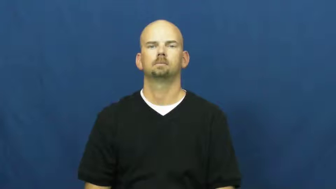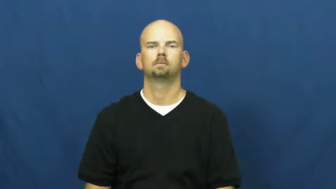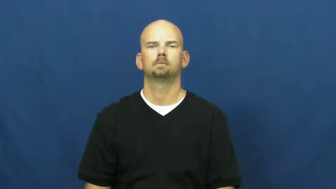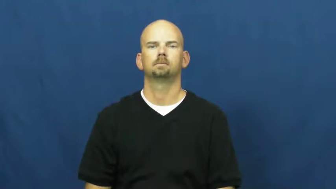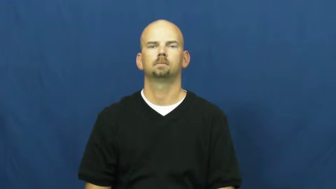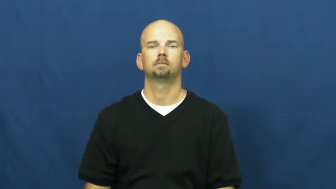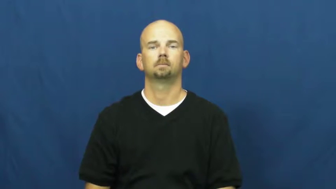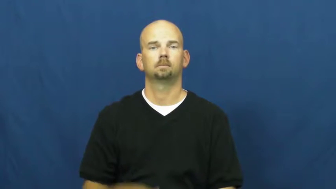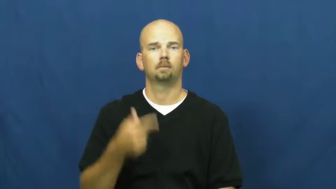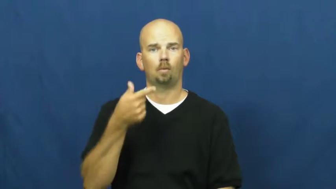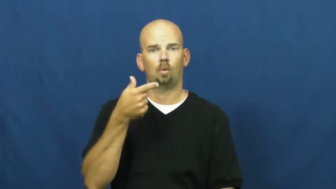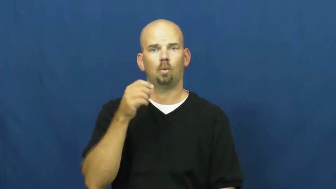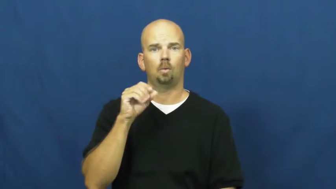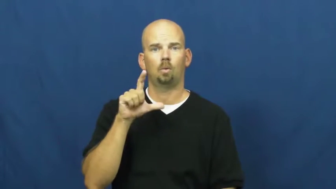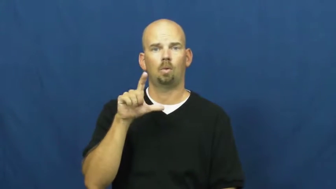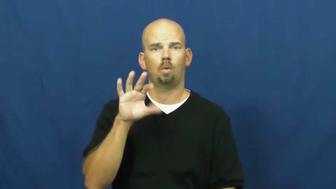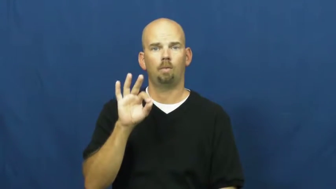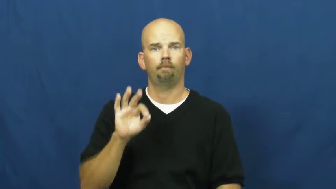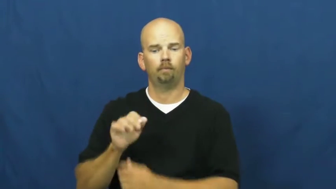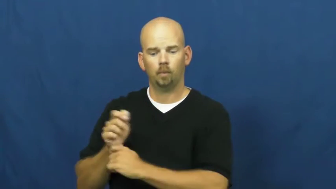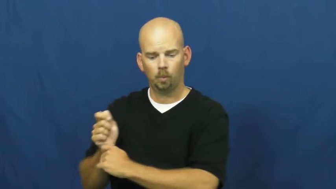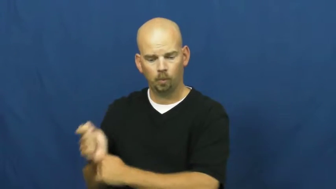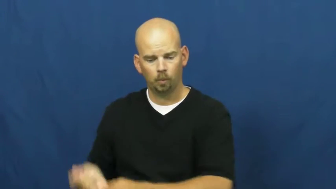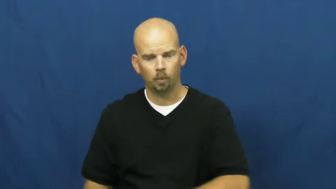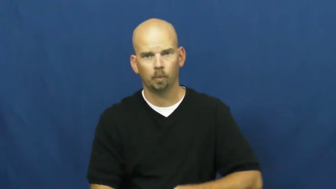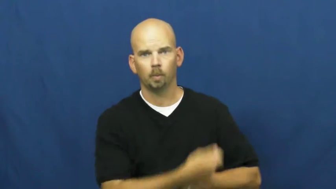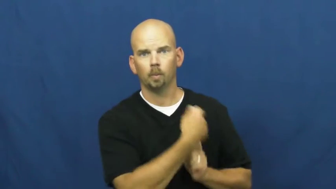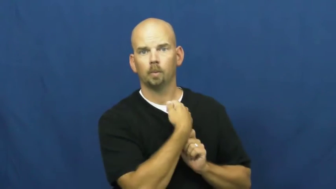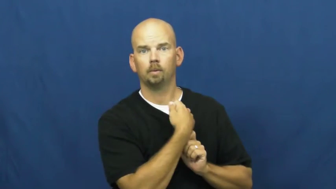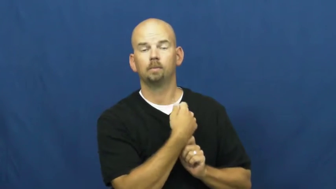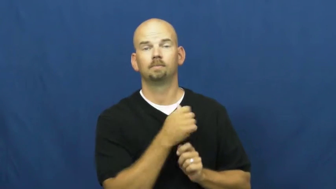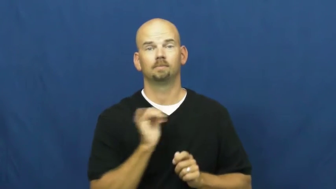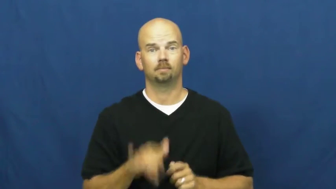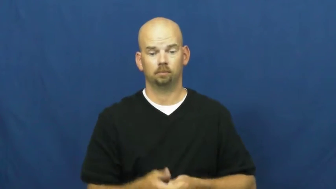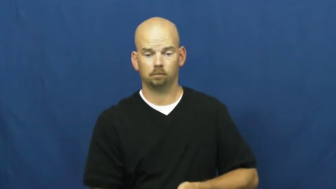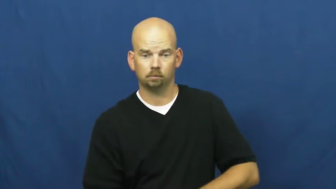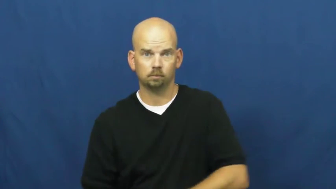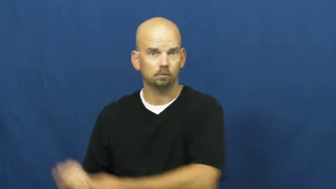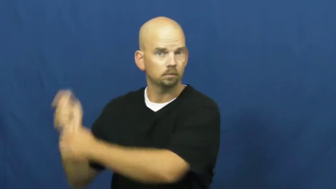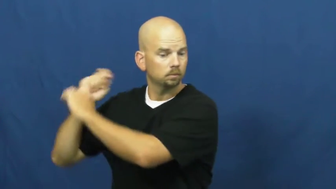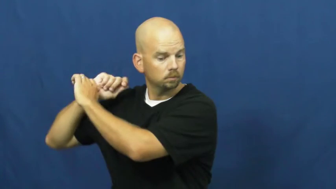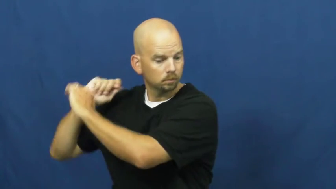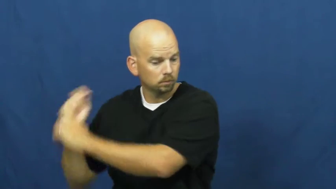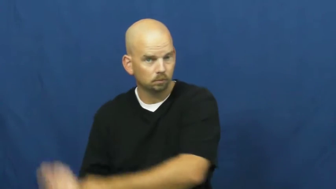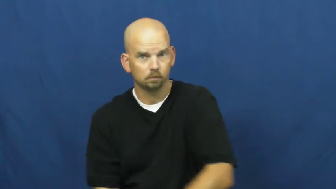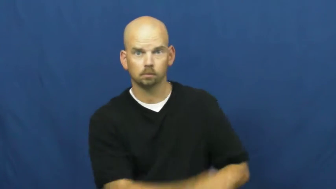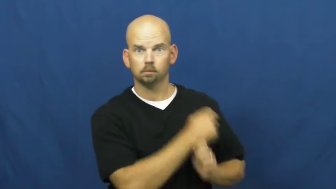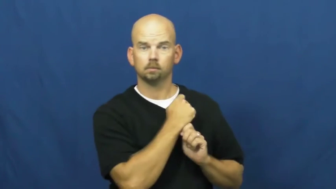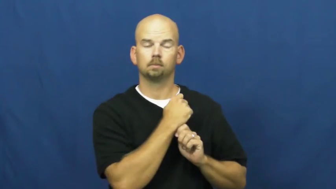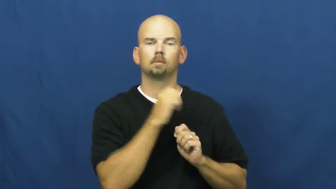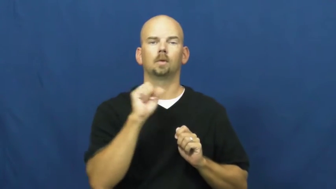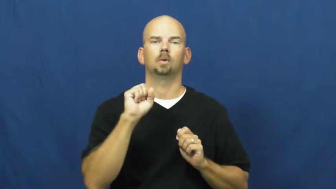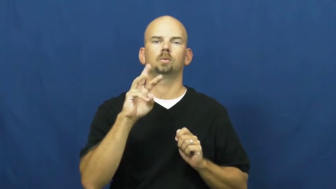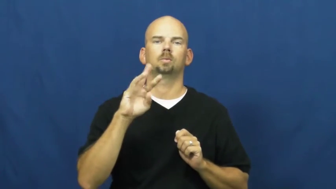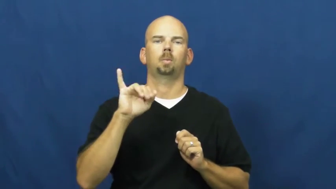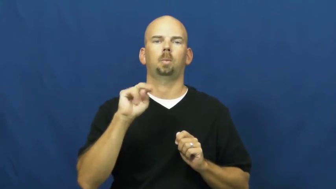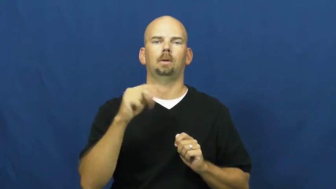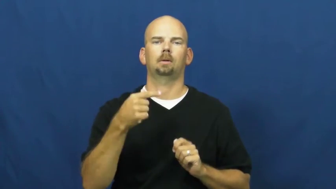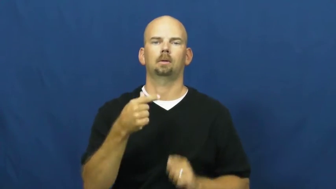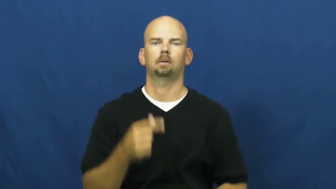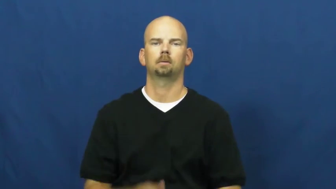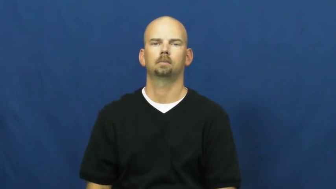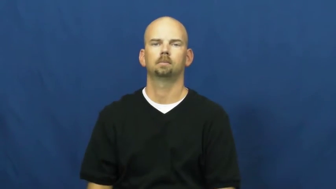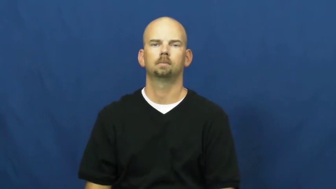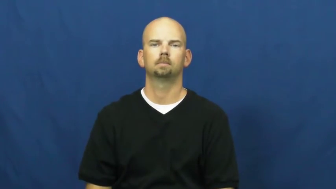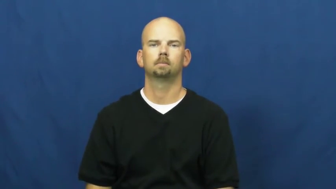swing-golf